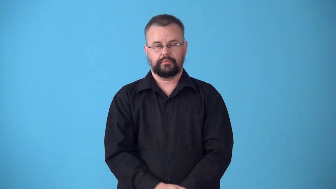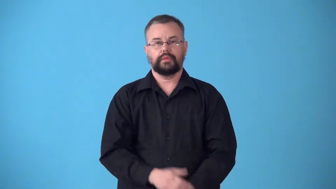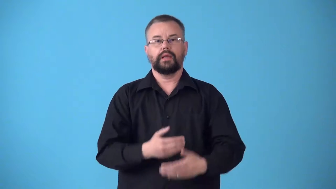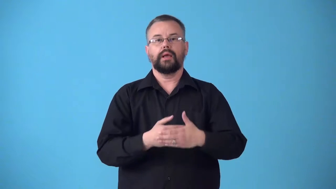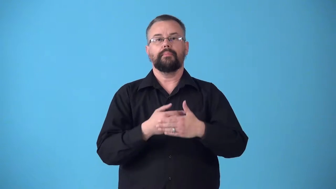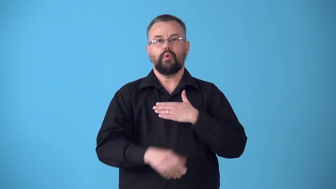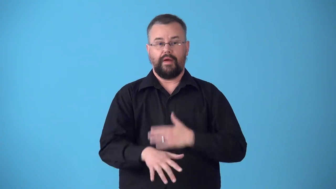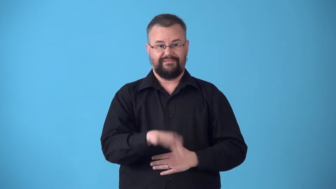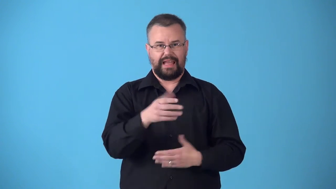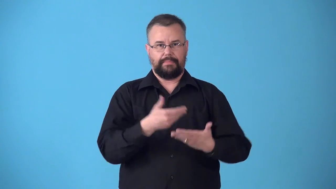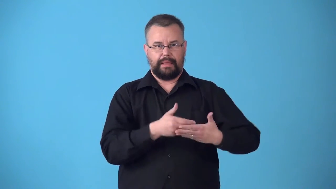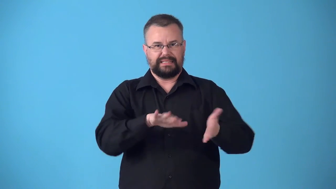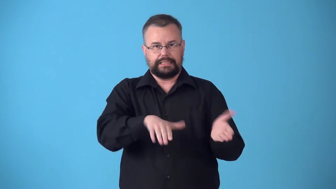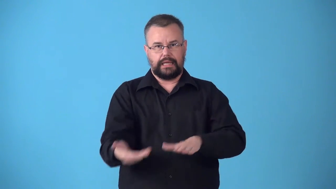stillbirth